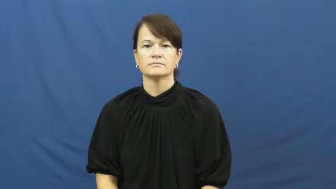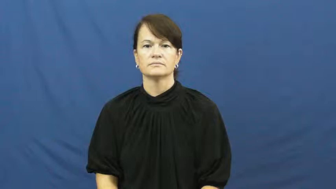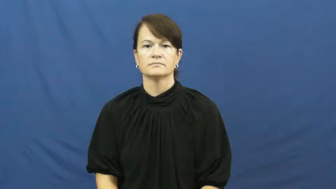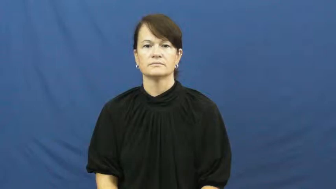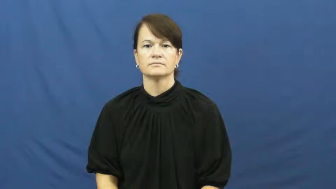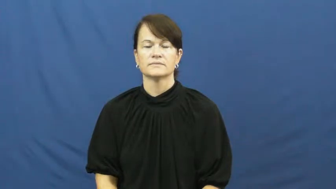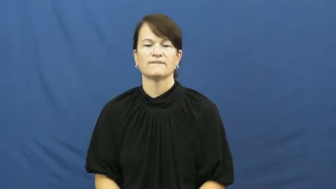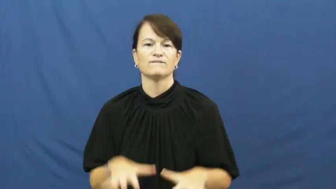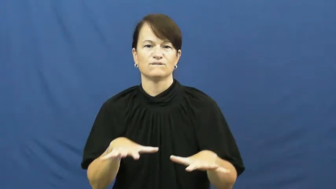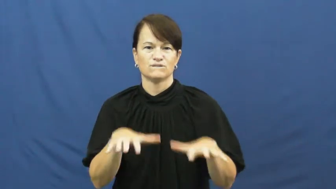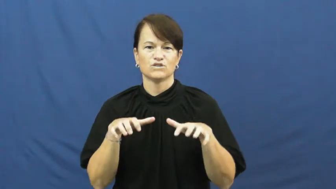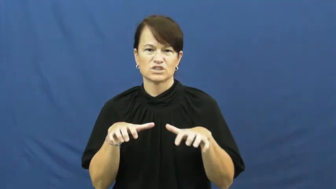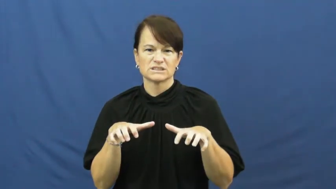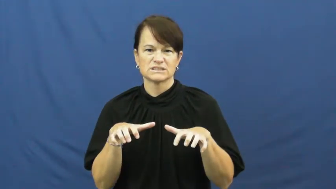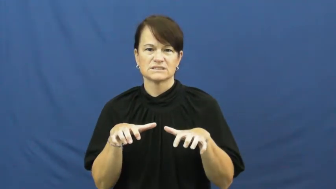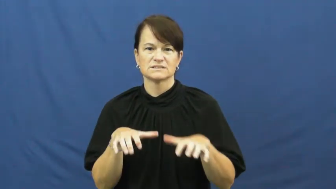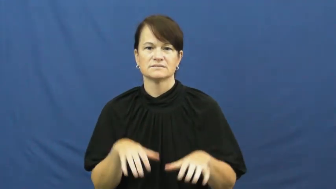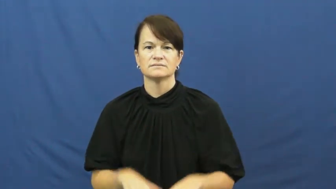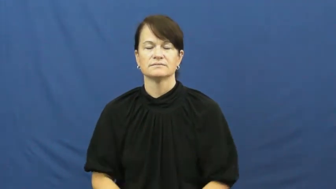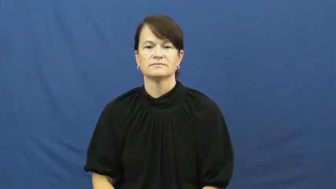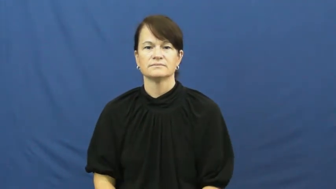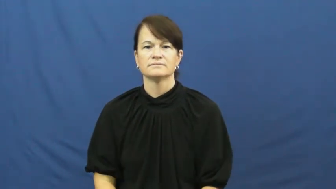ice up